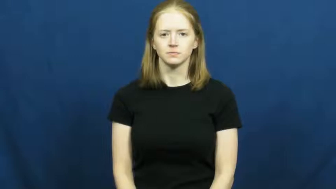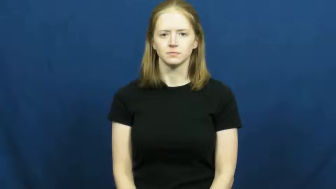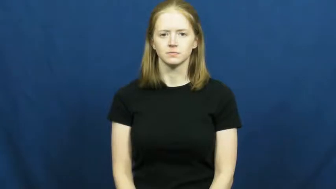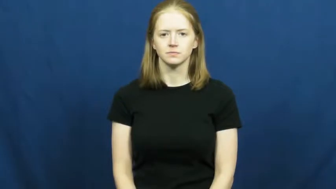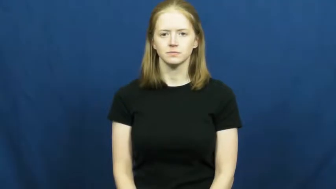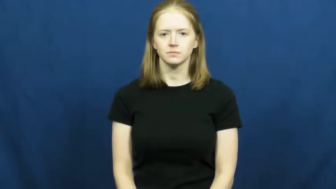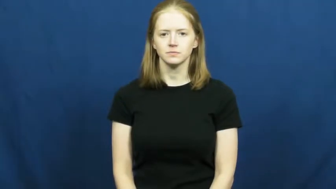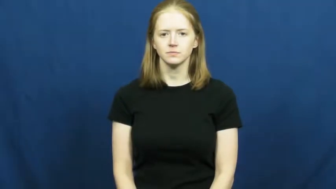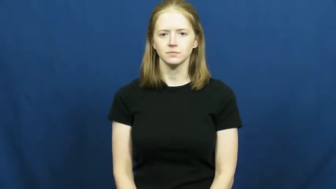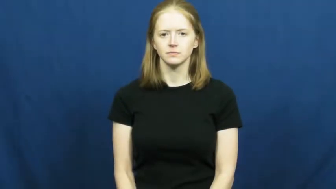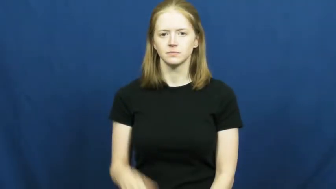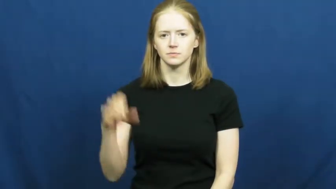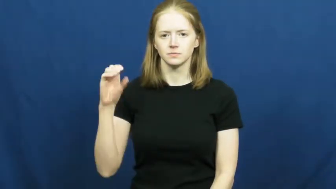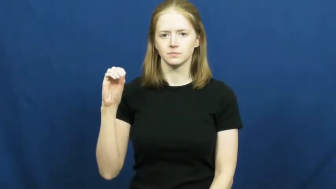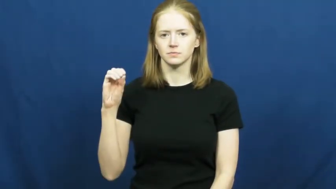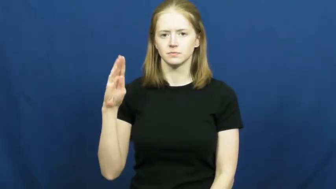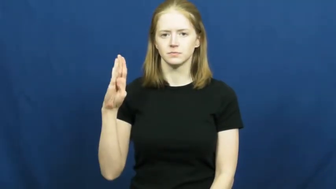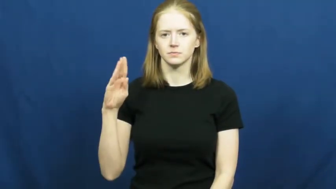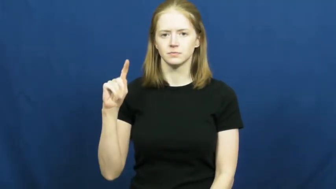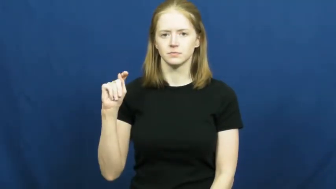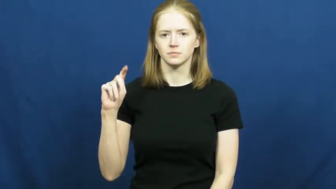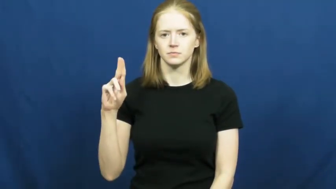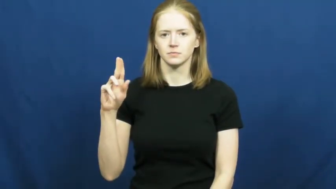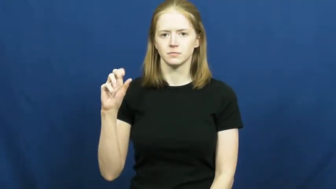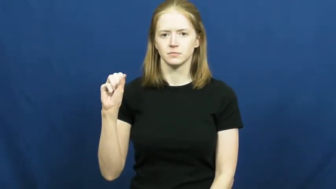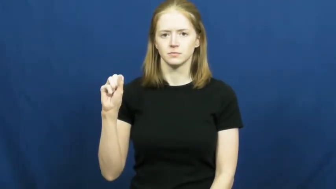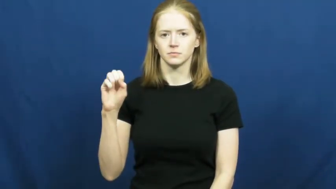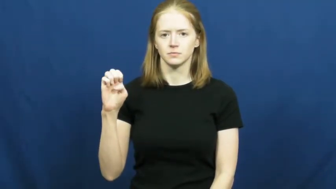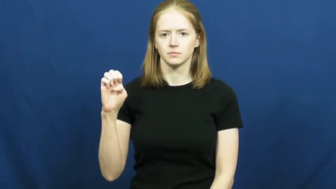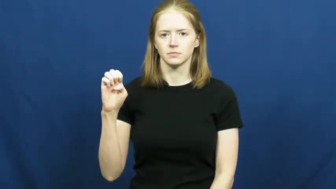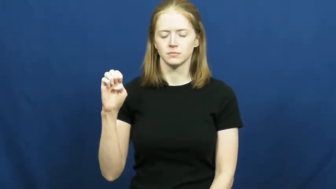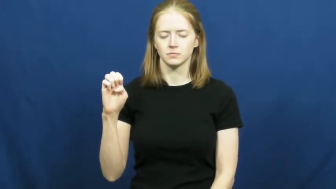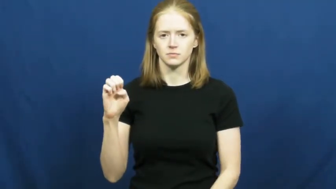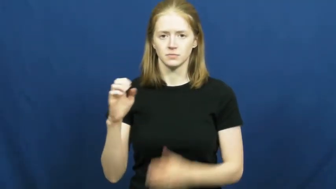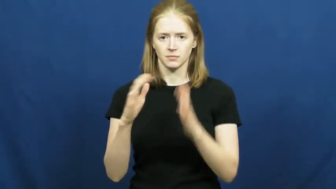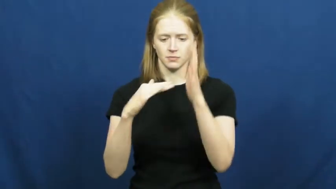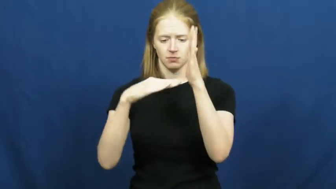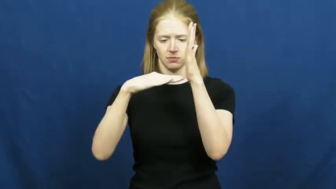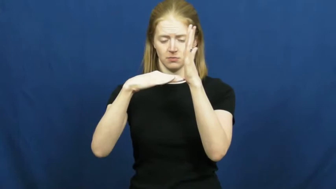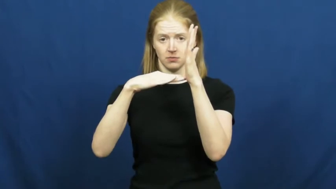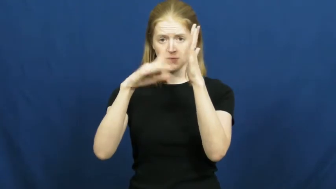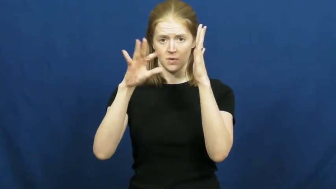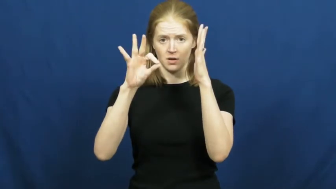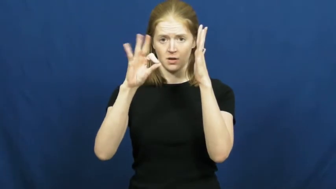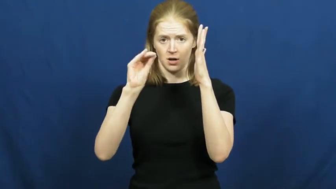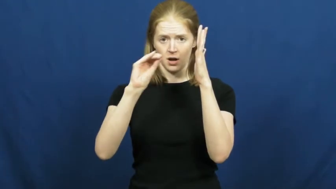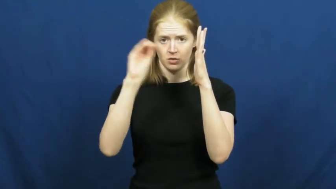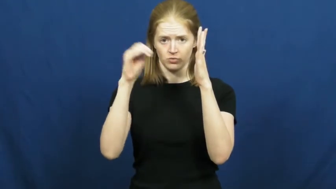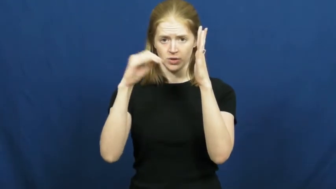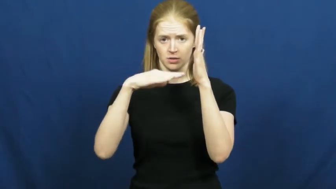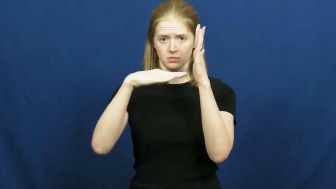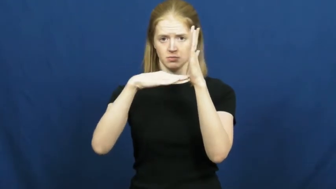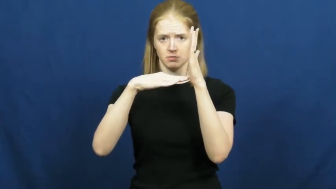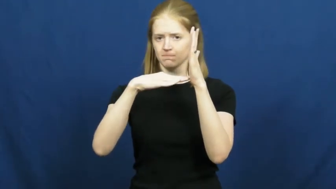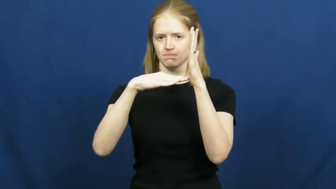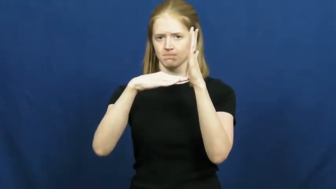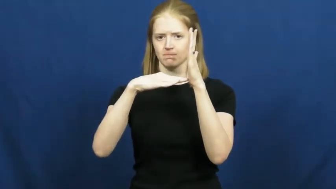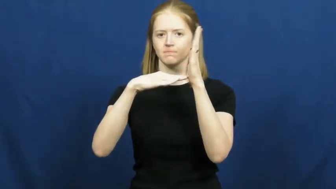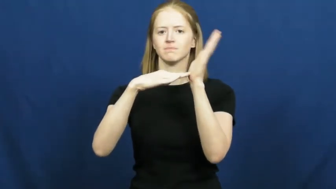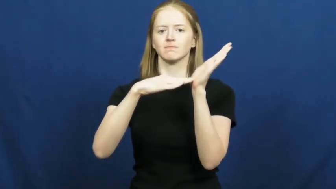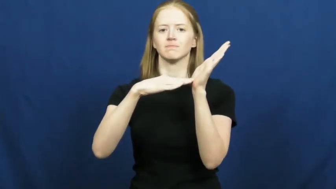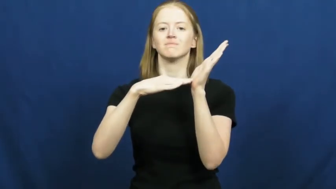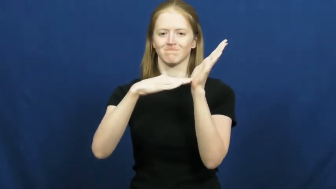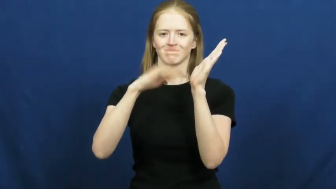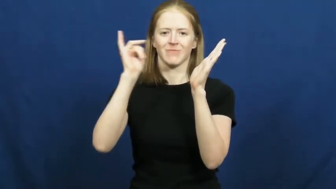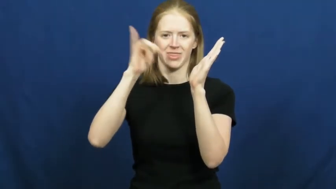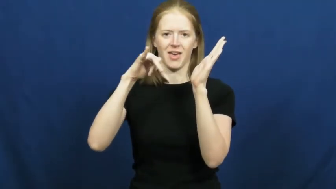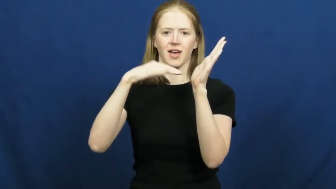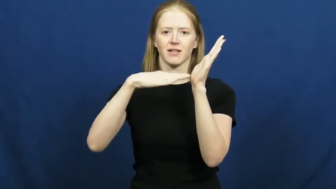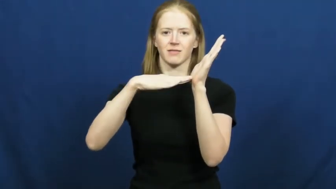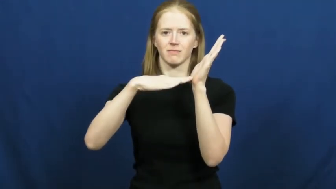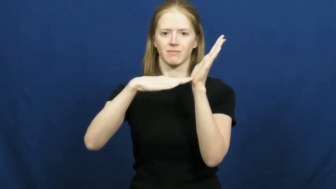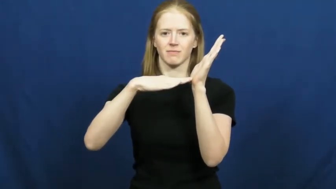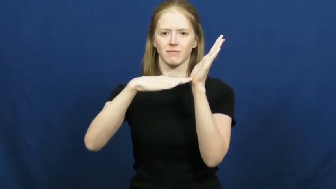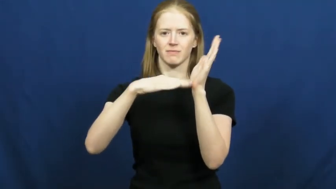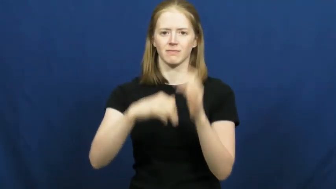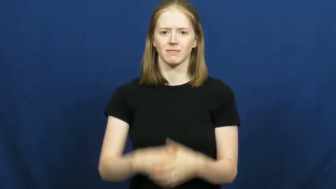obtuse-angle